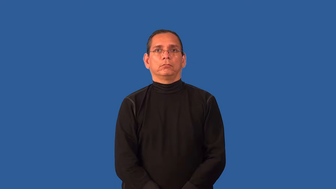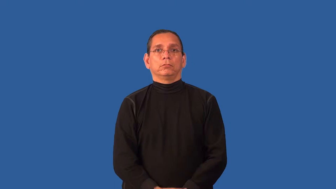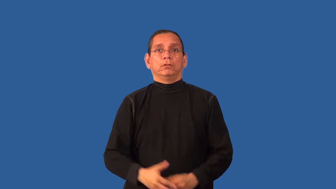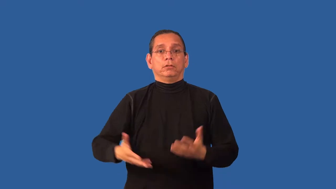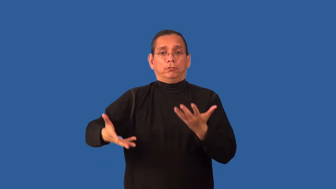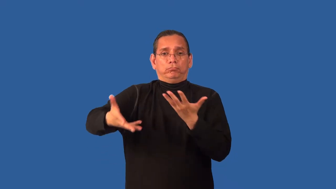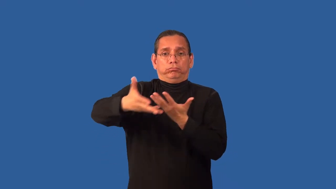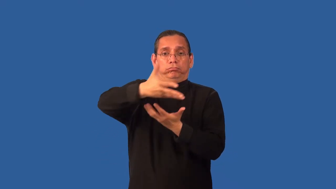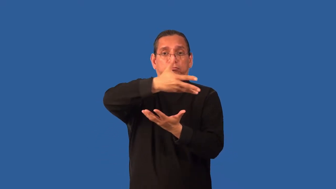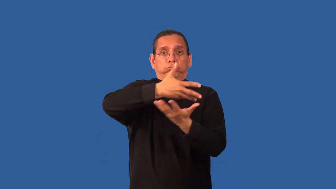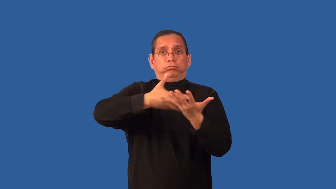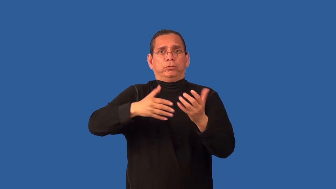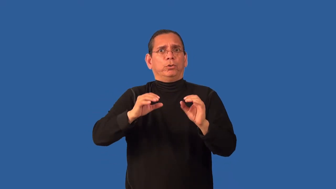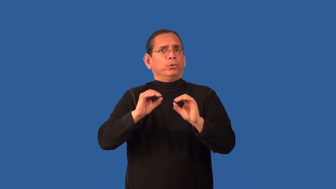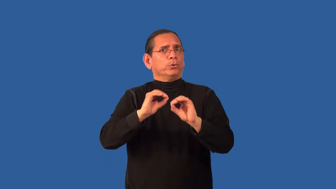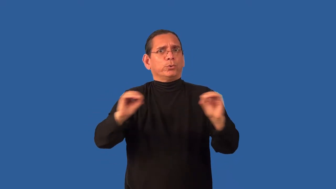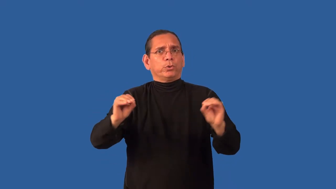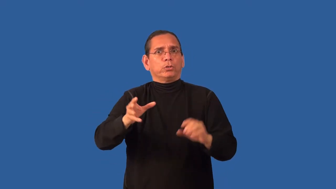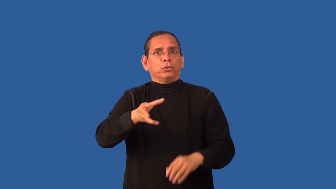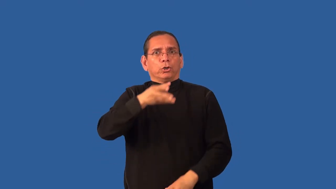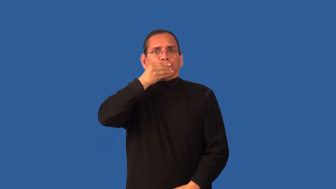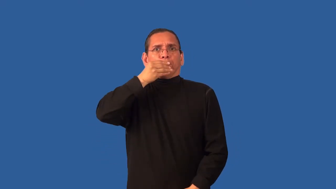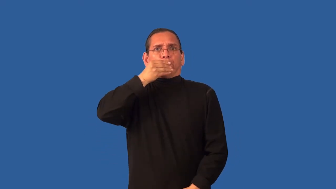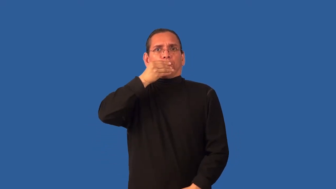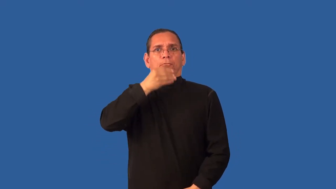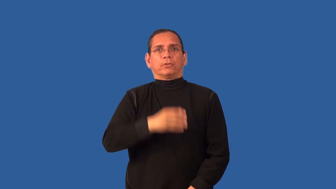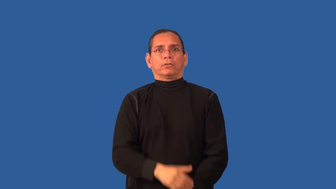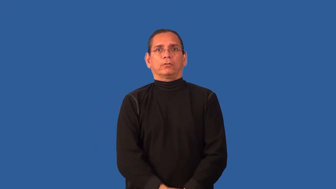airless